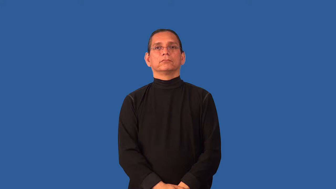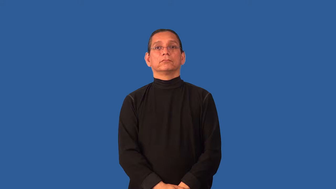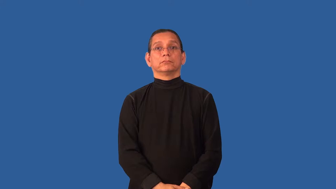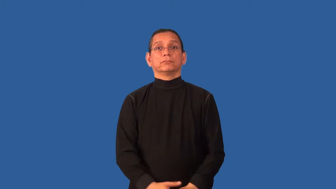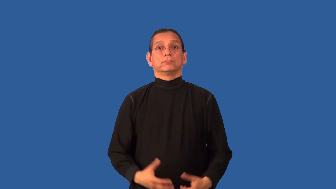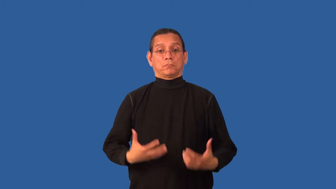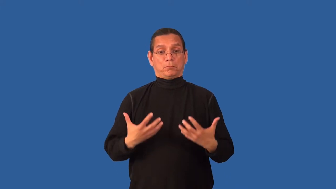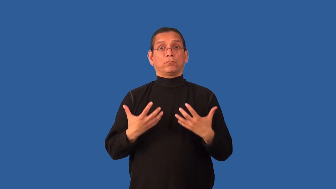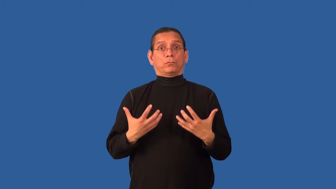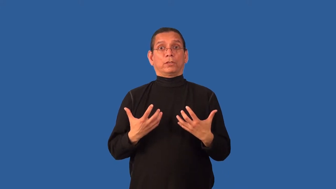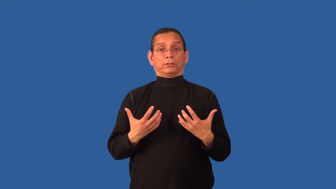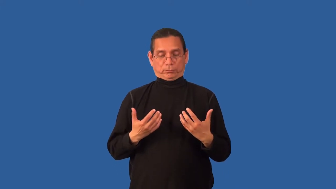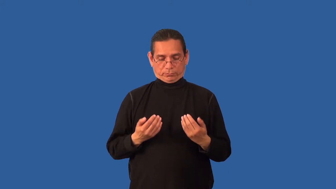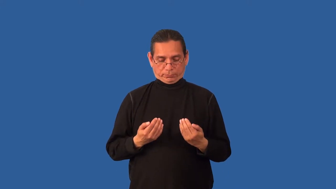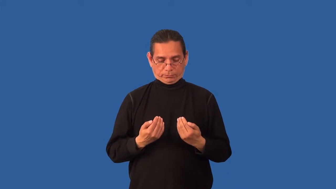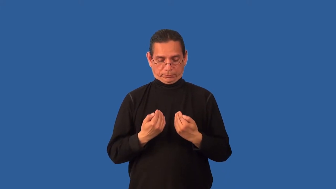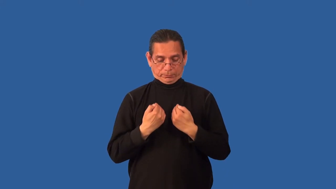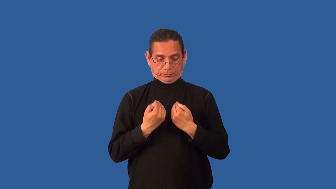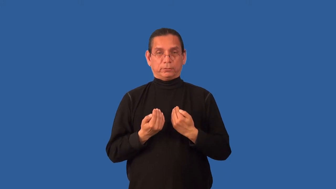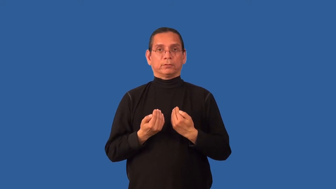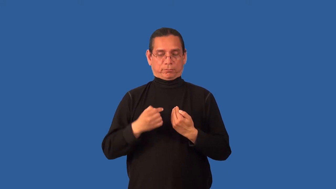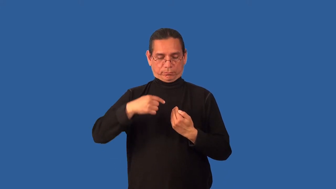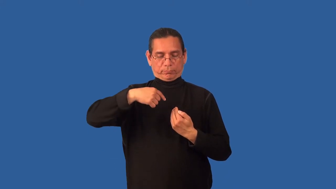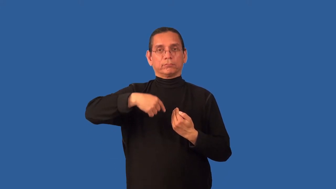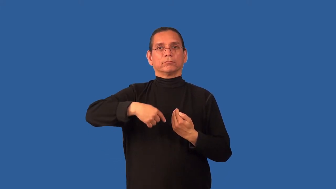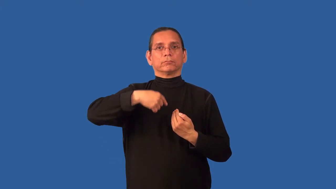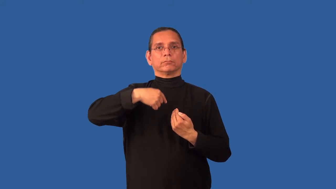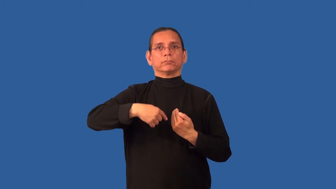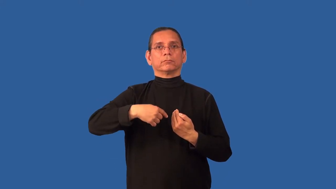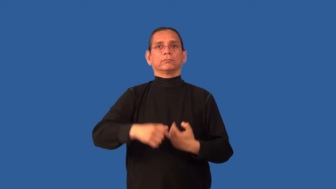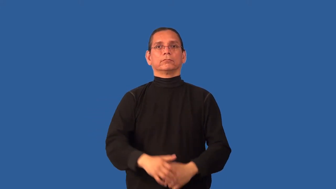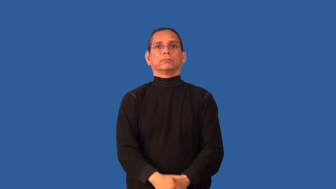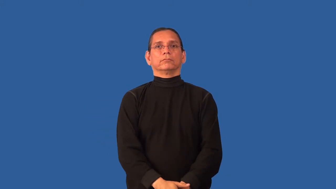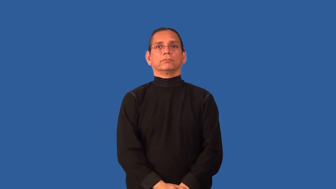cleavage-woman